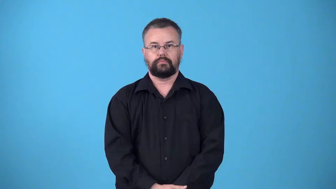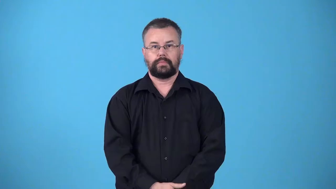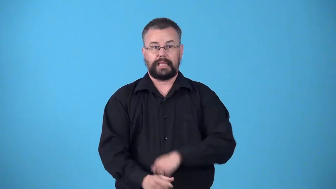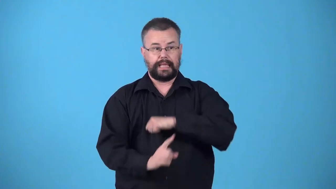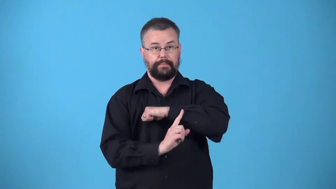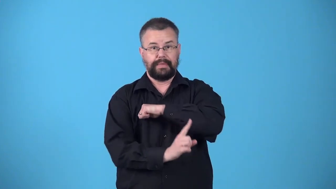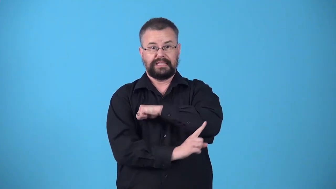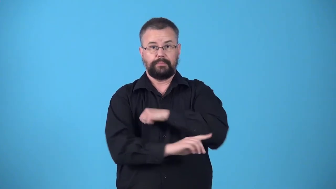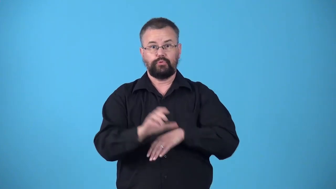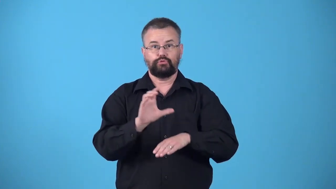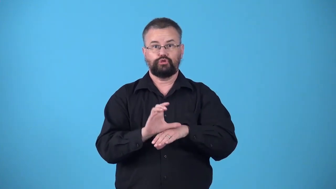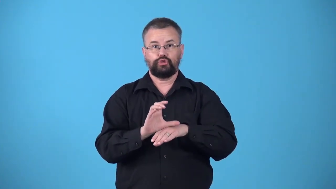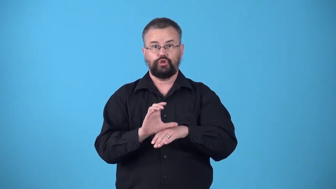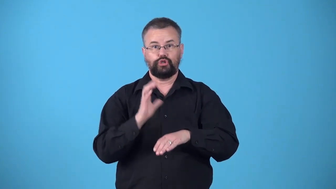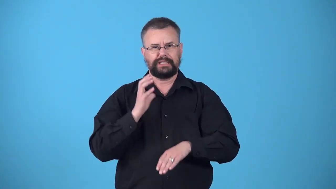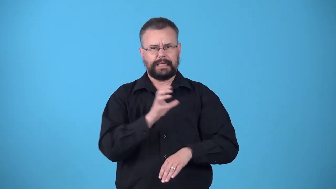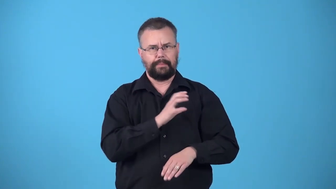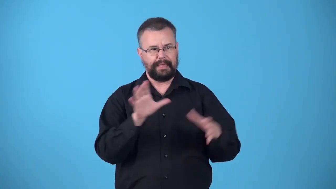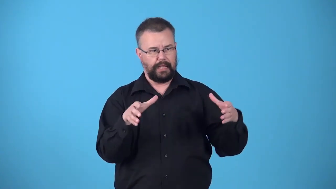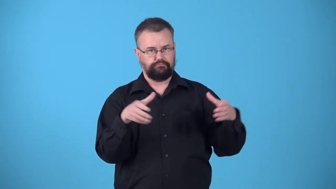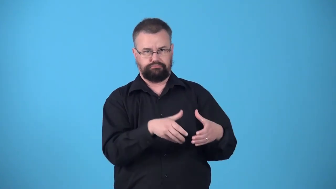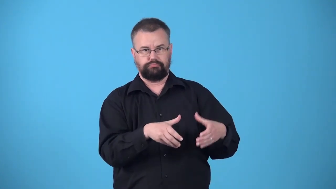vestry-committee in Episcopal church